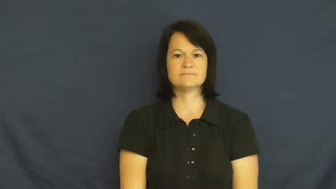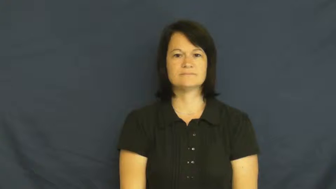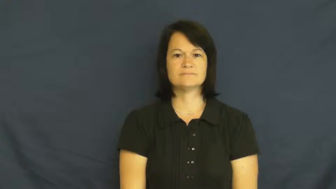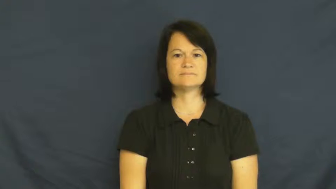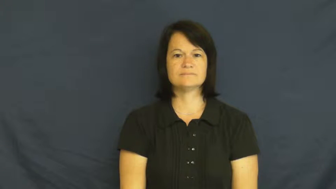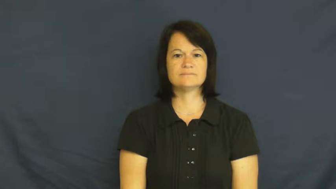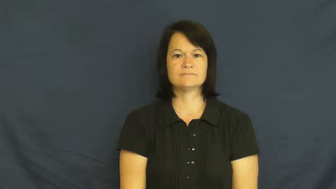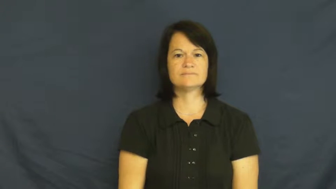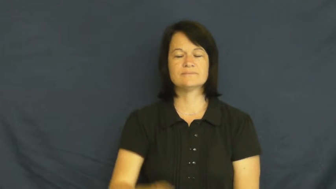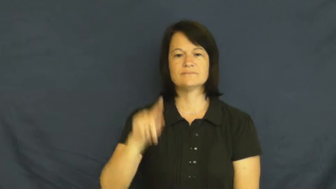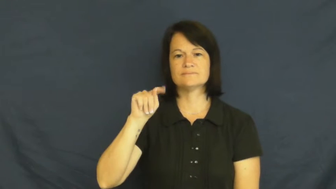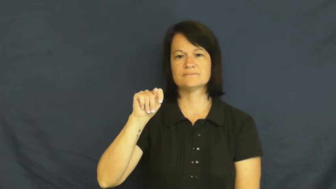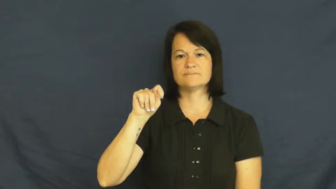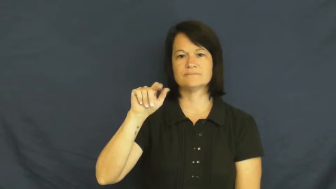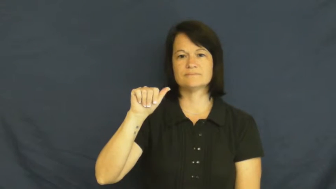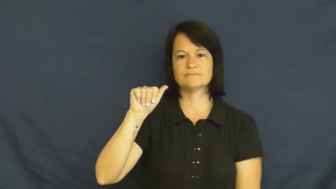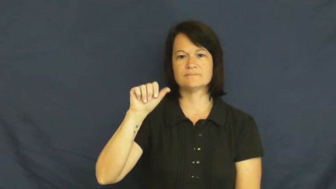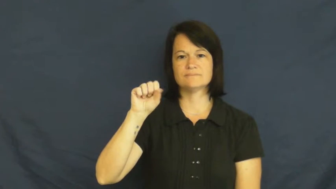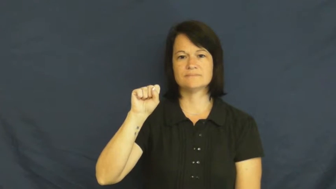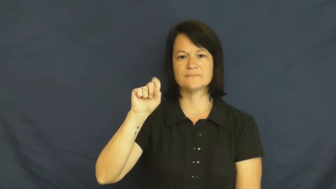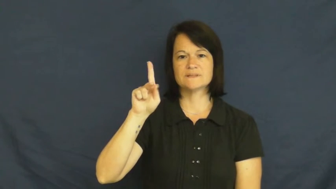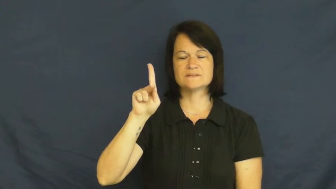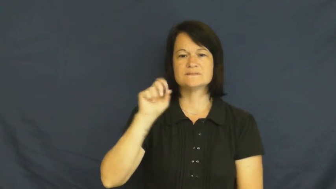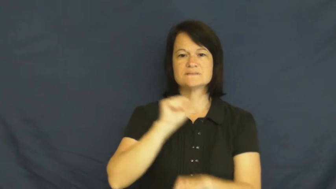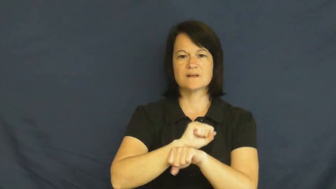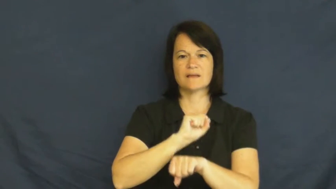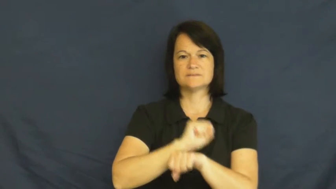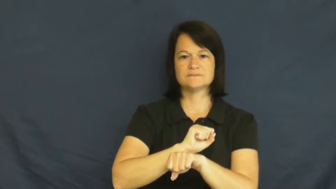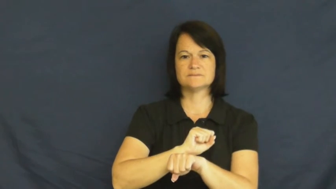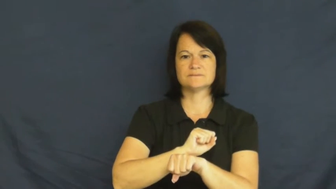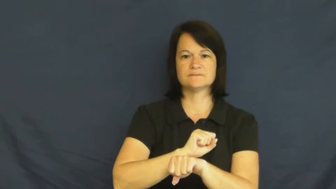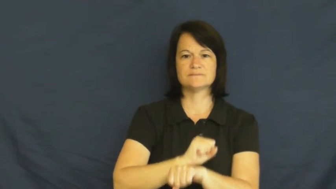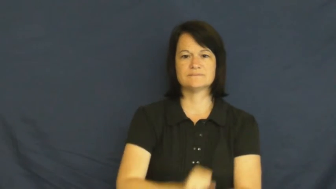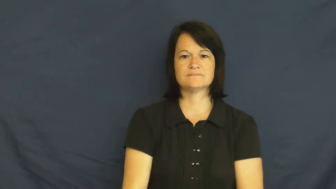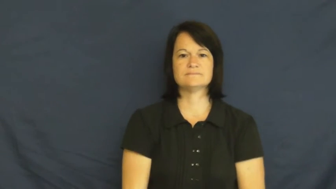task